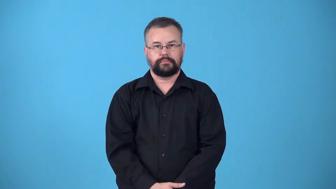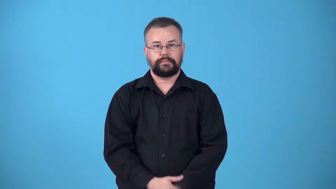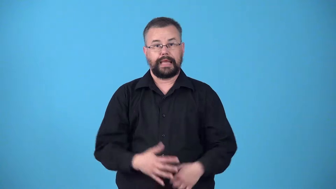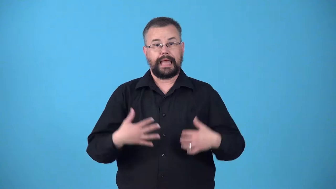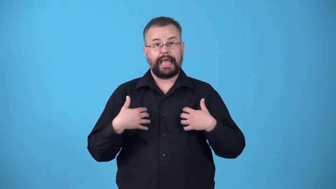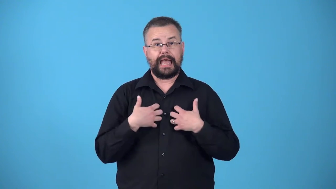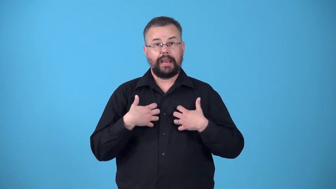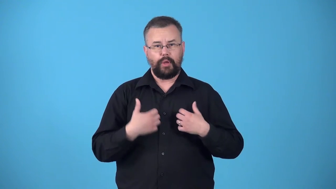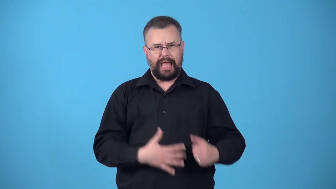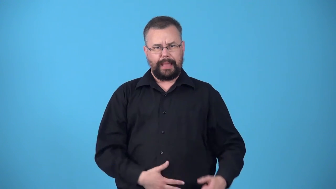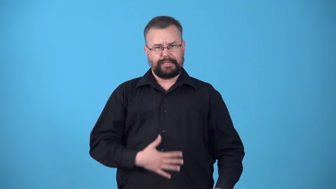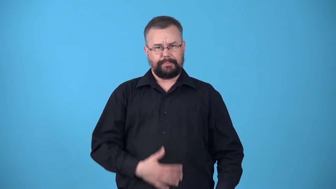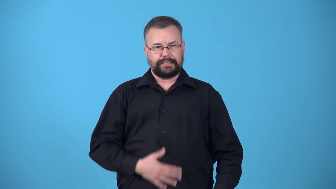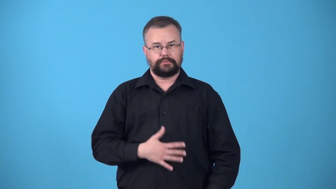ventral